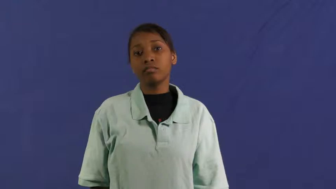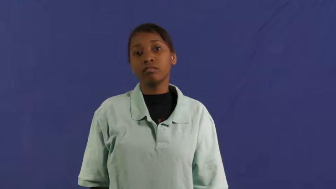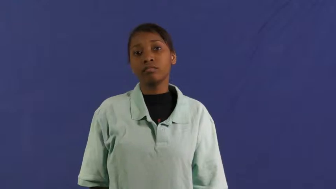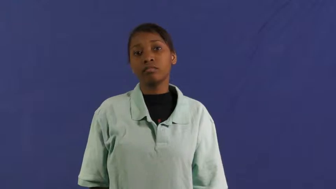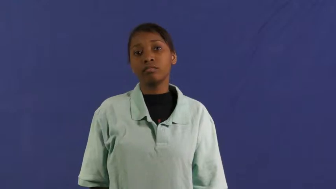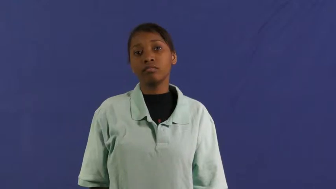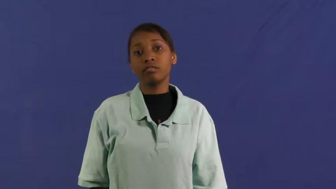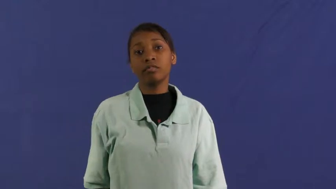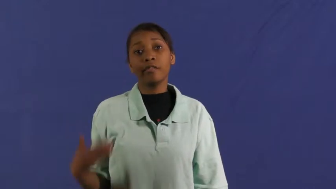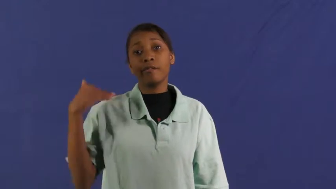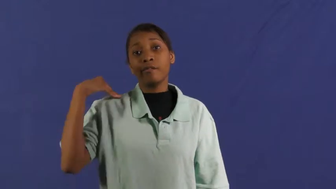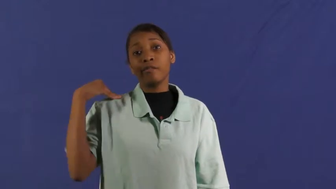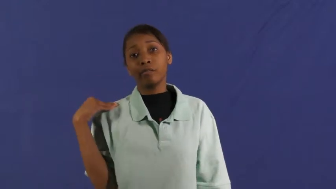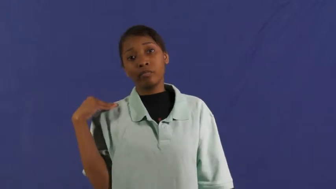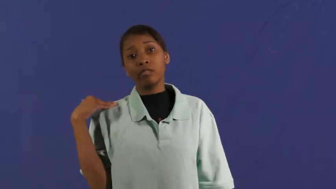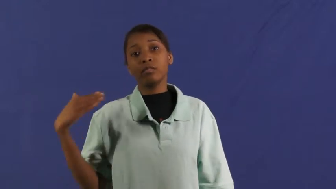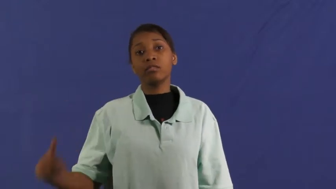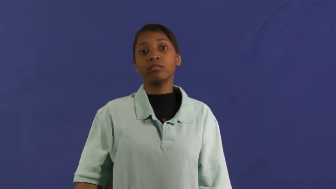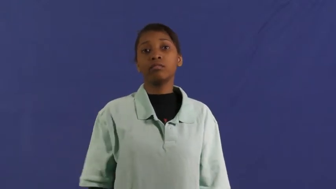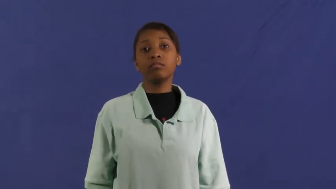fault-responsible